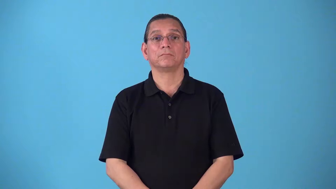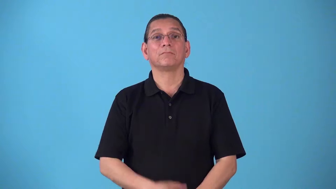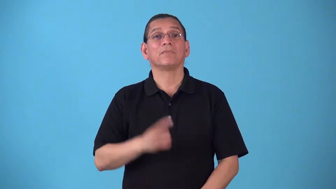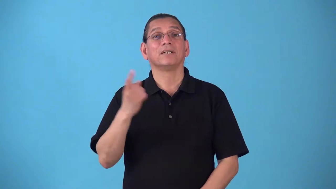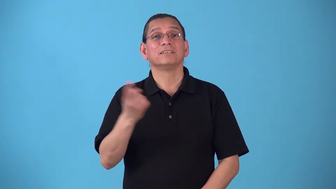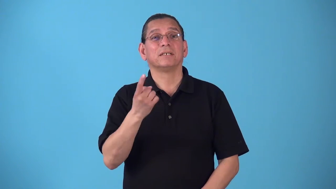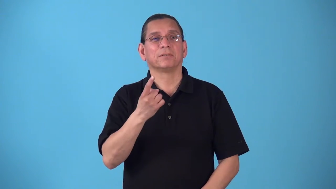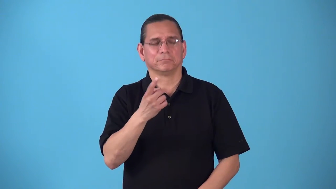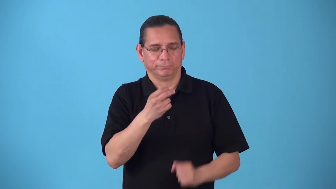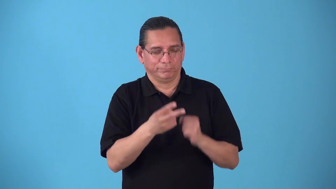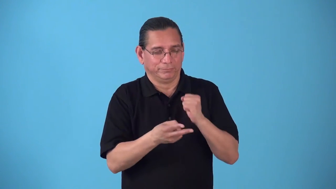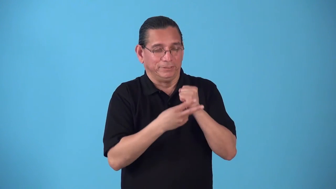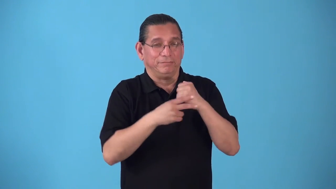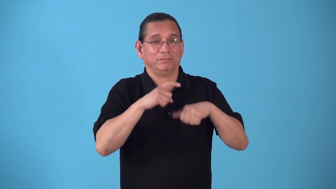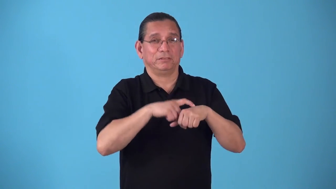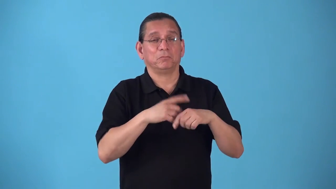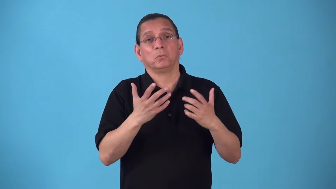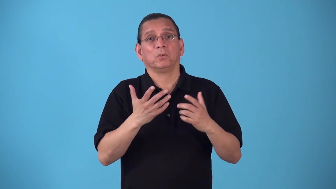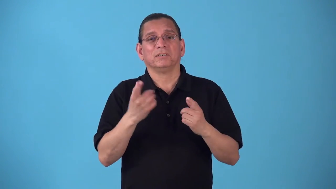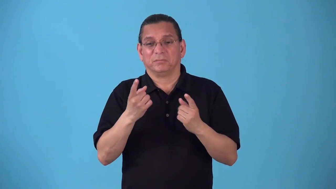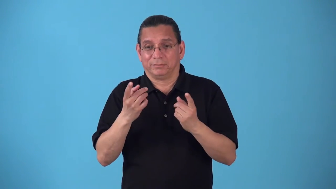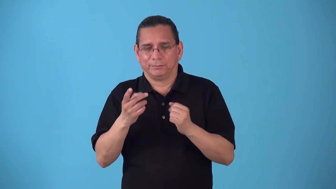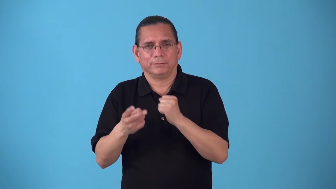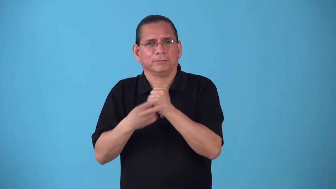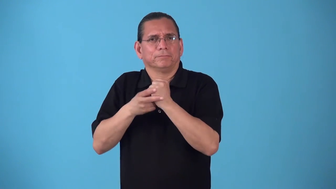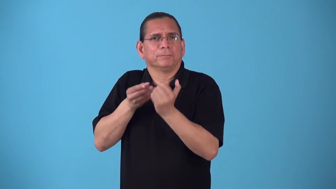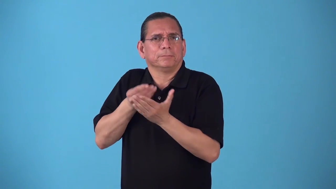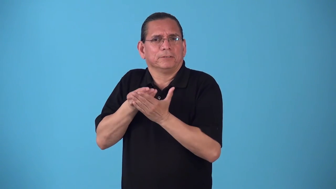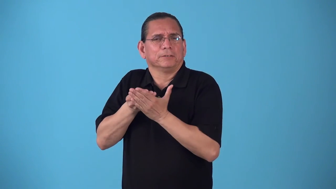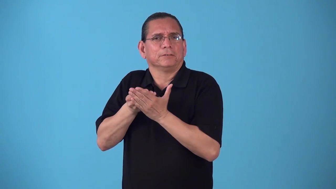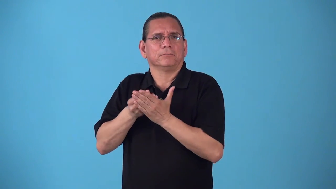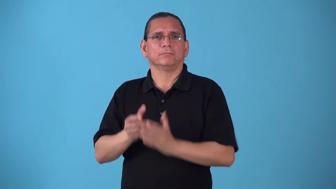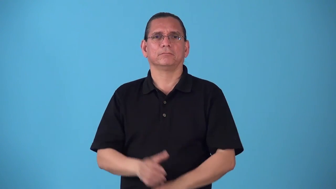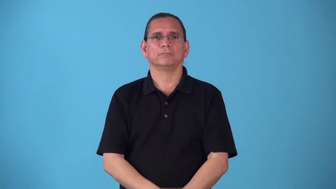saver-something saves time or money